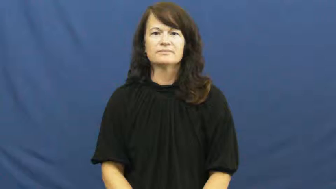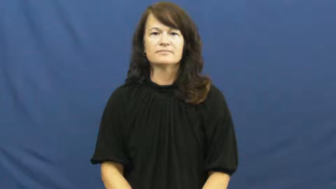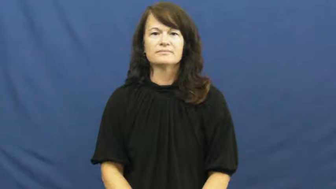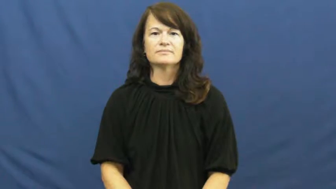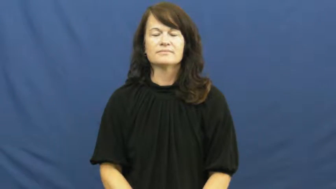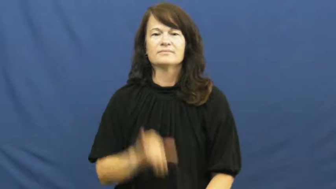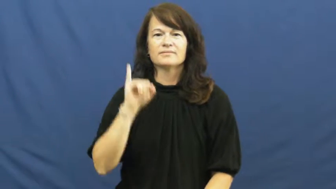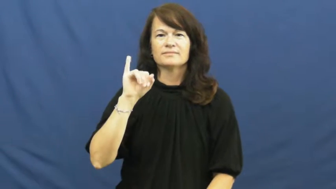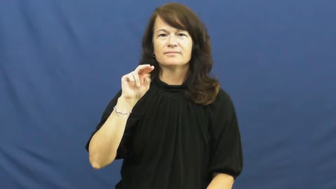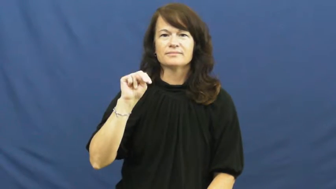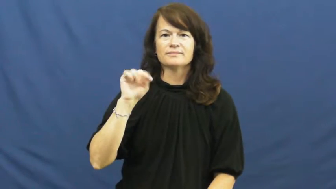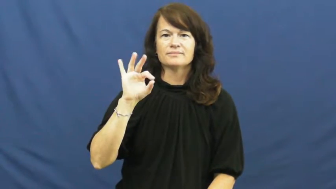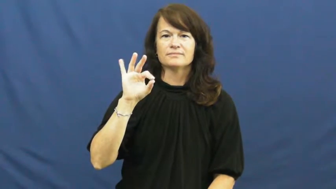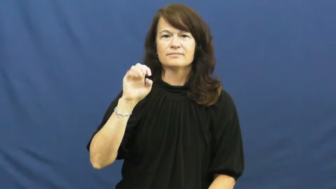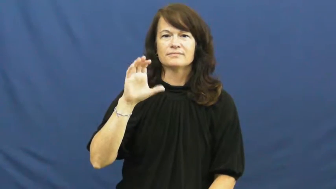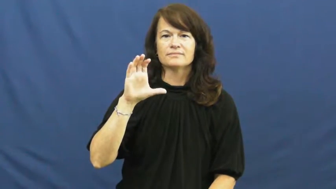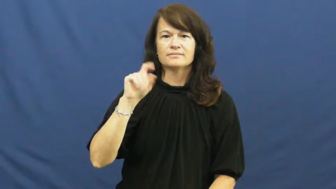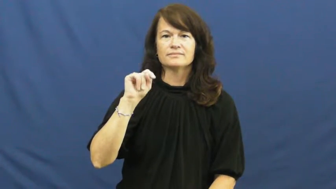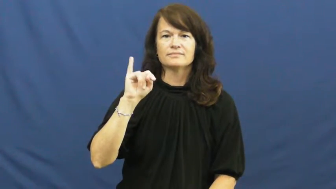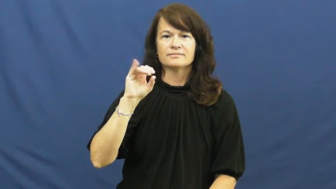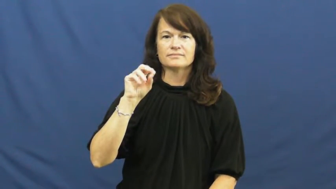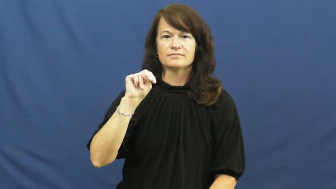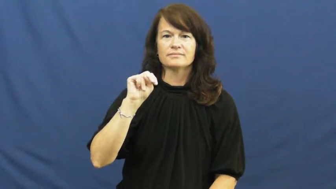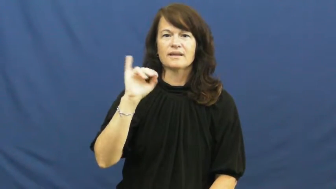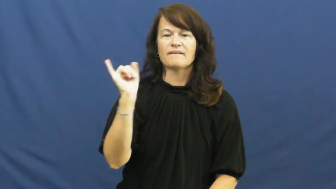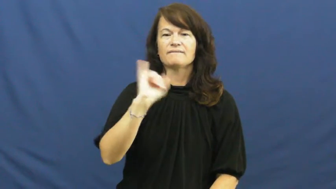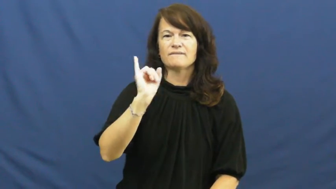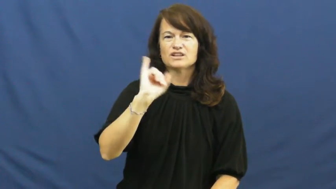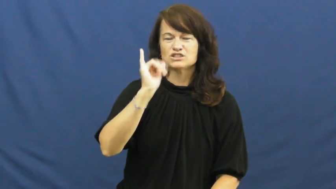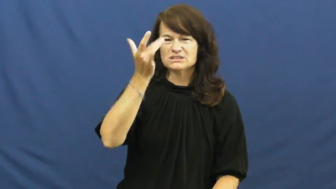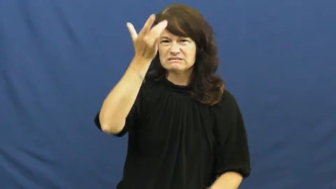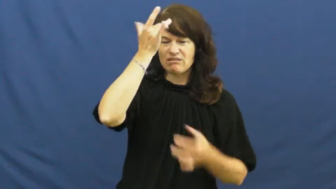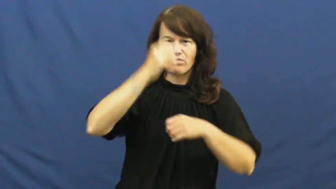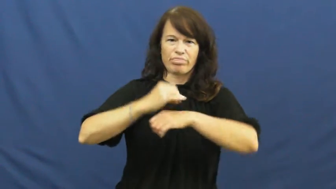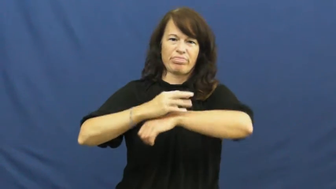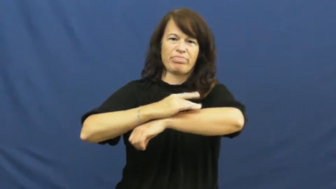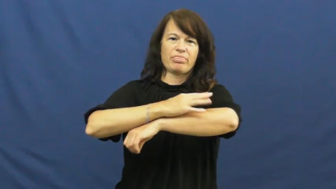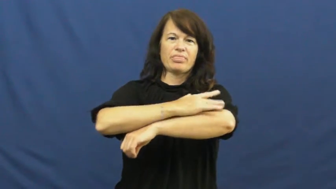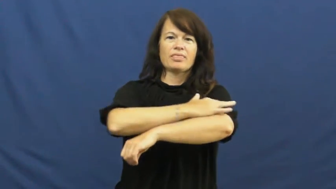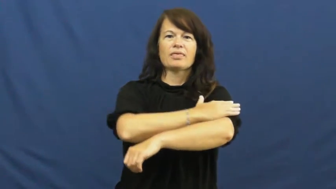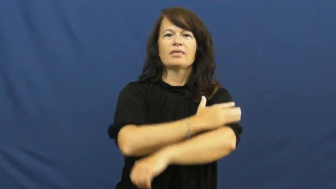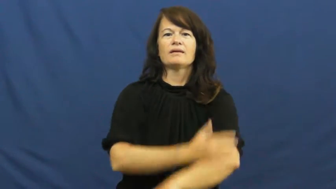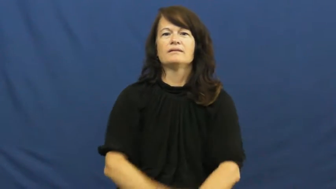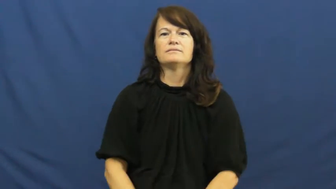infection